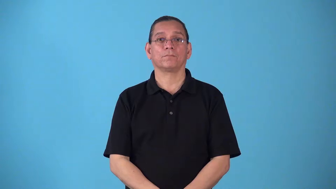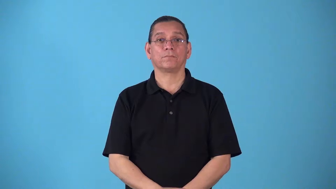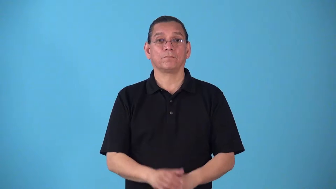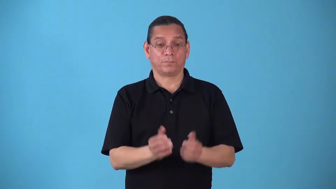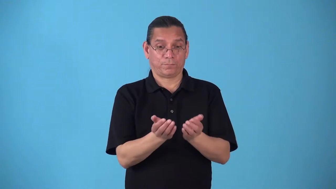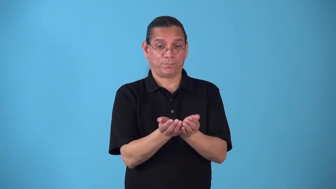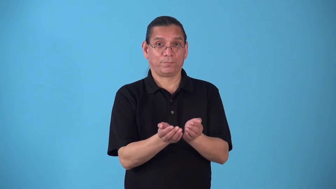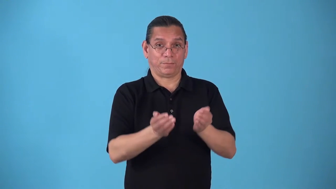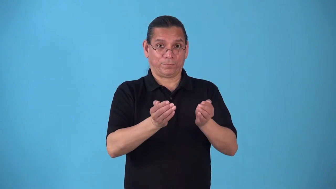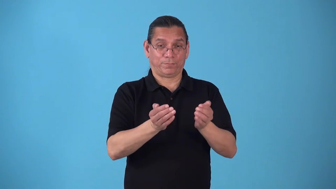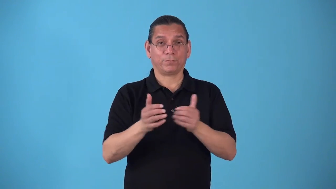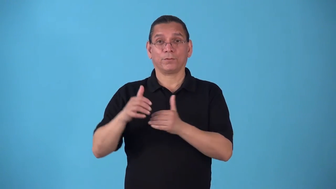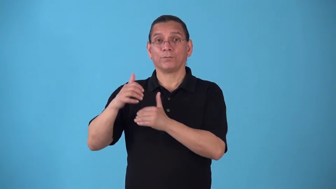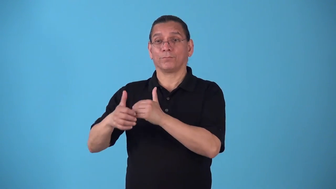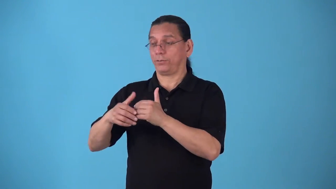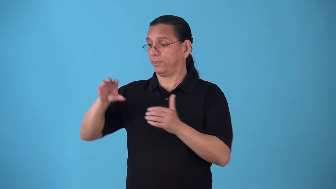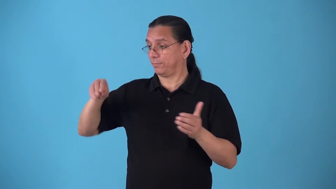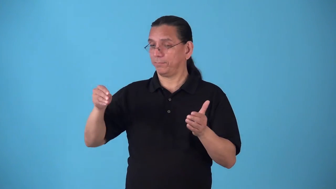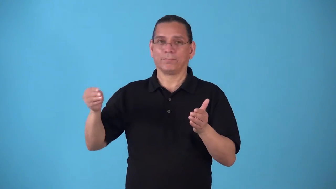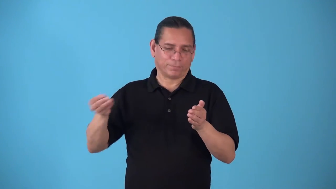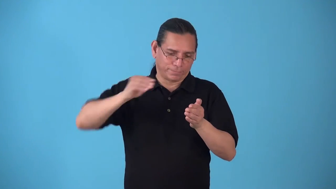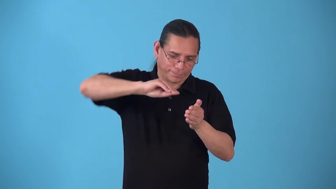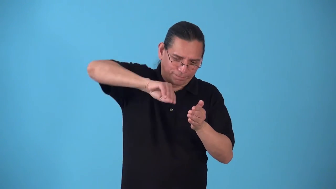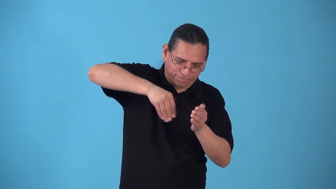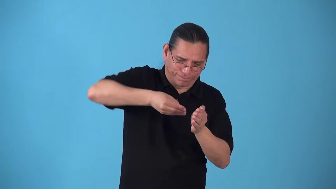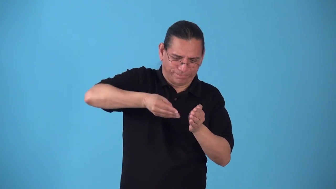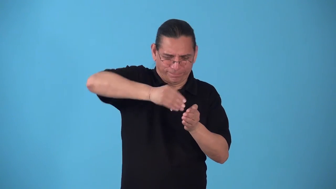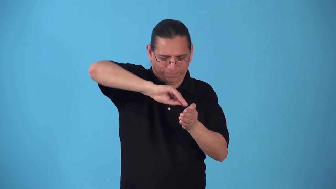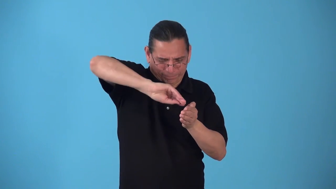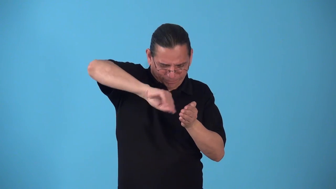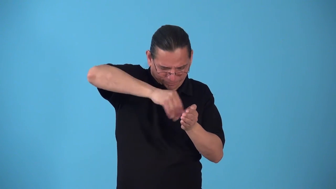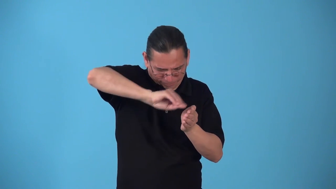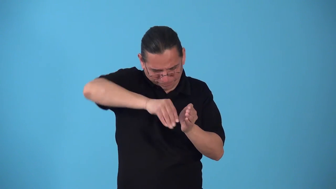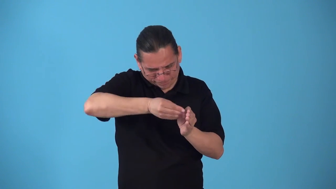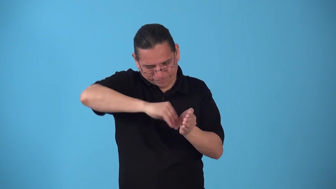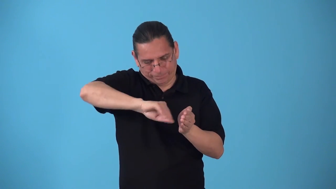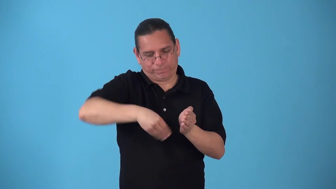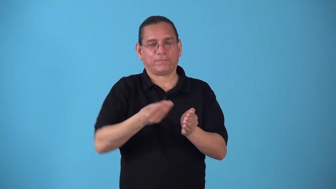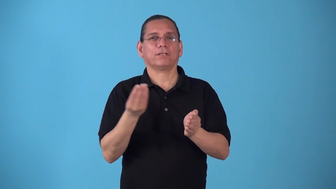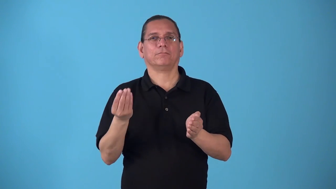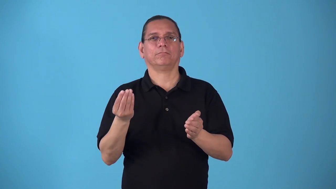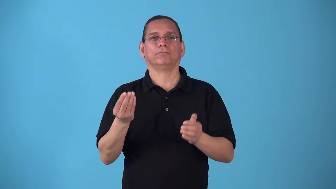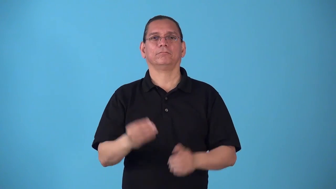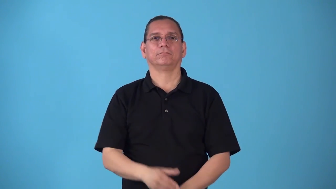sop up-dip bread into gravy to get all the gravy